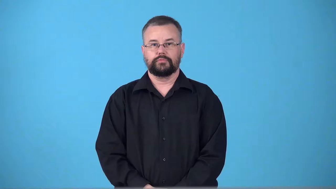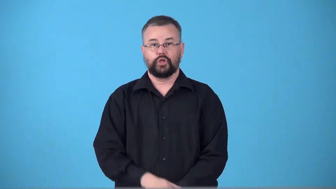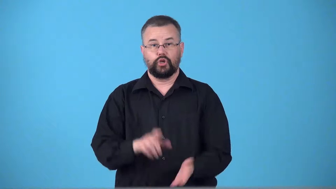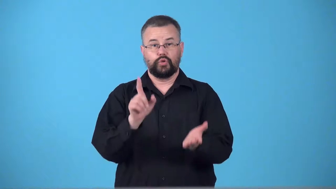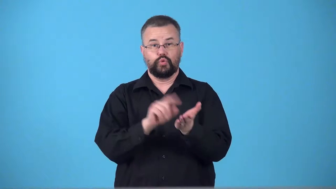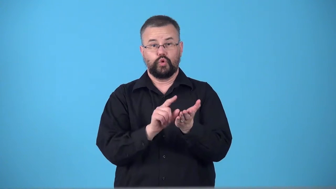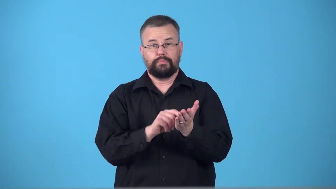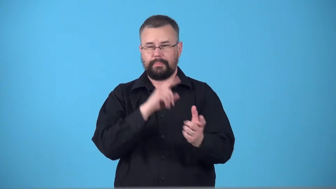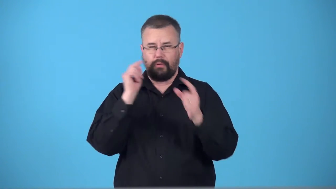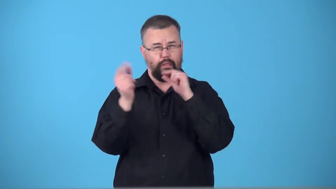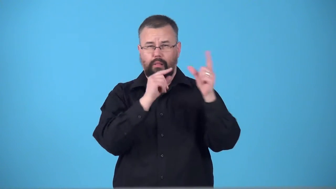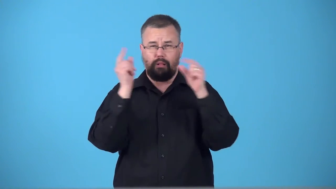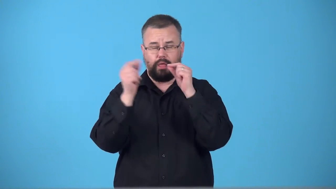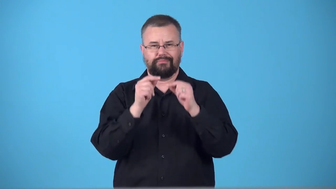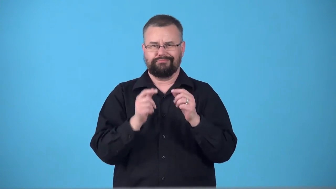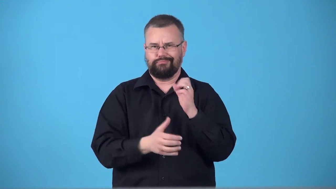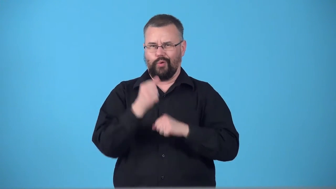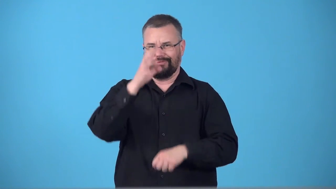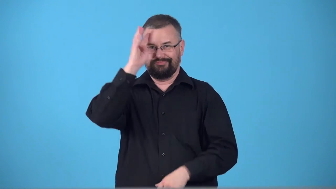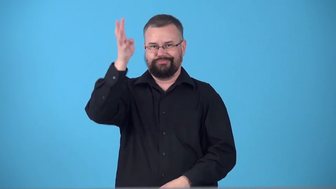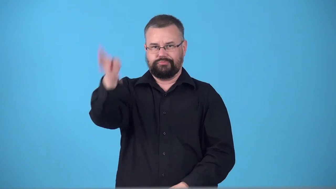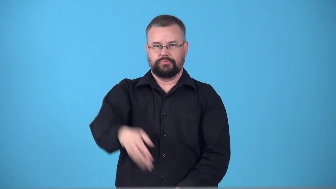tabloid